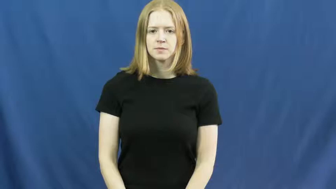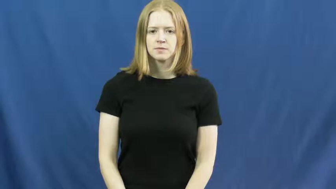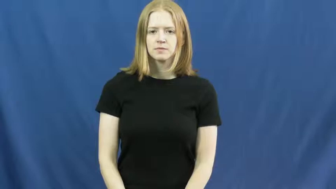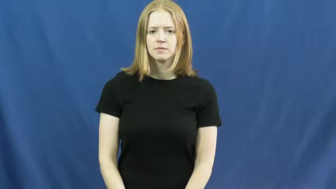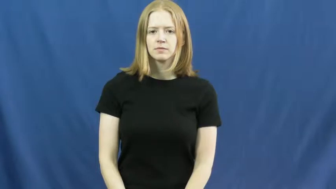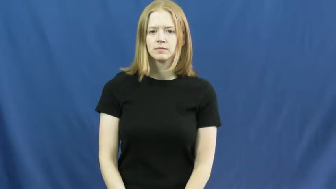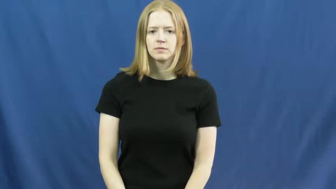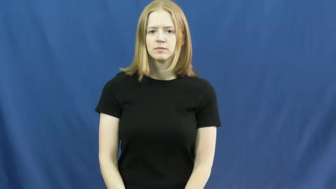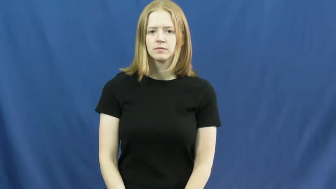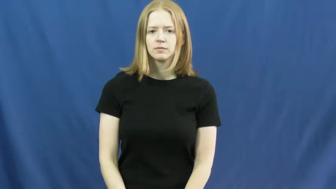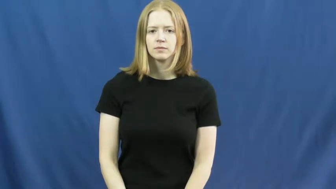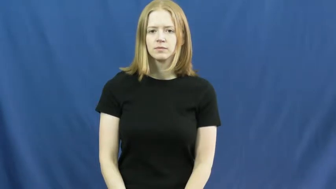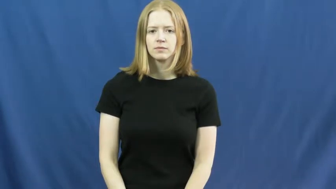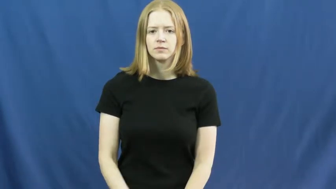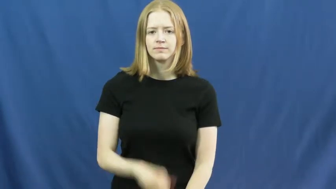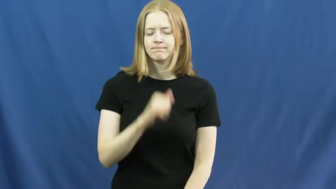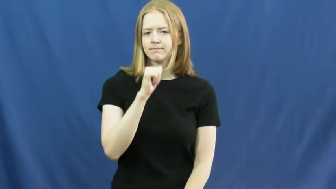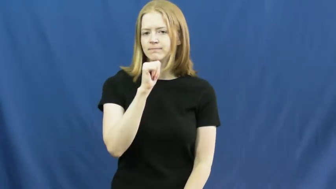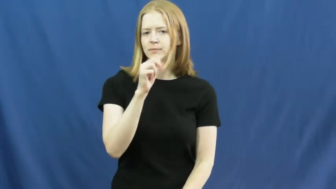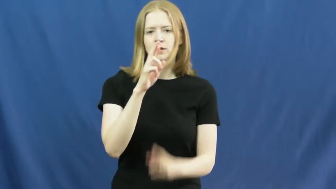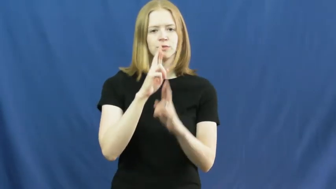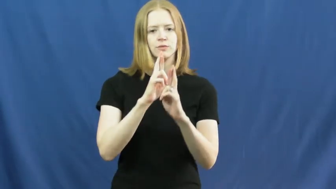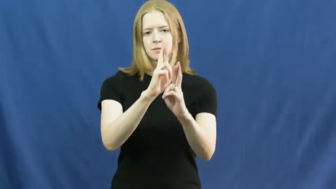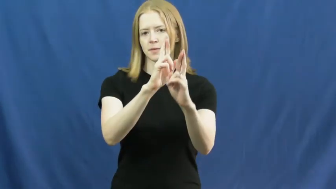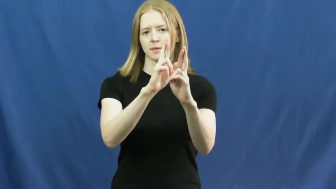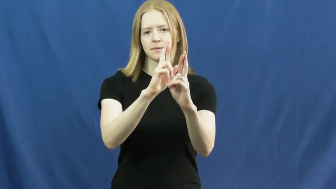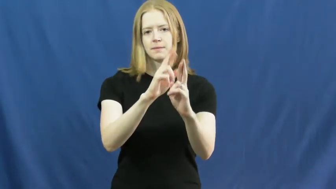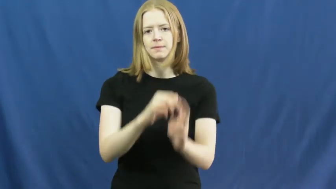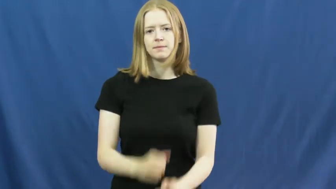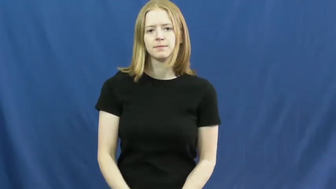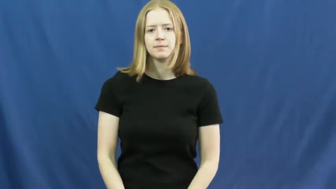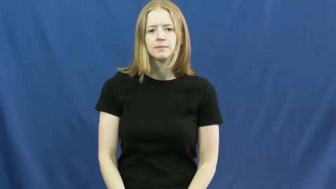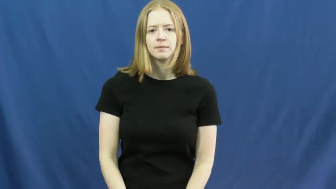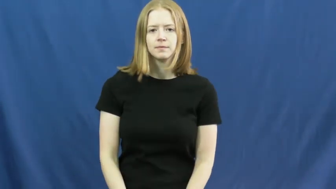disrespect,awless,dishonor